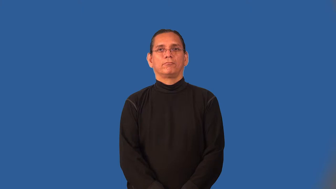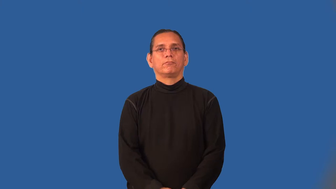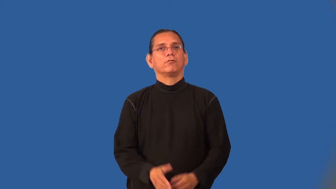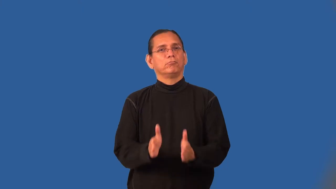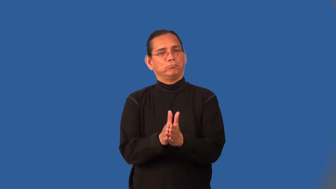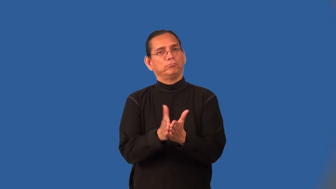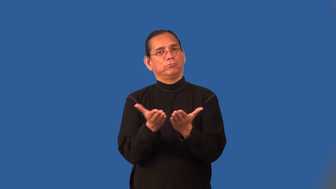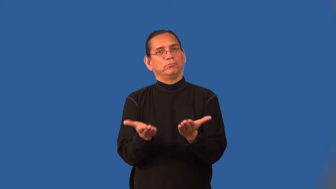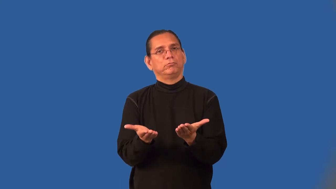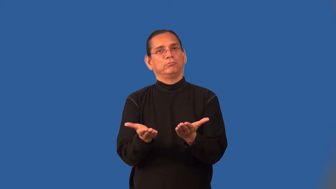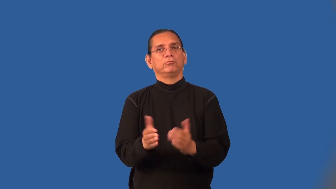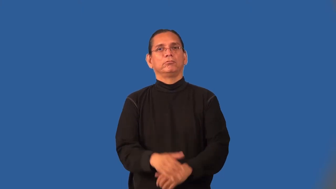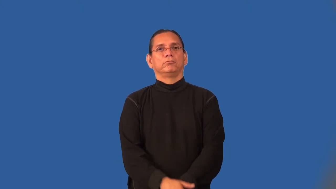open-book